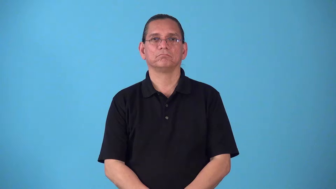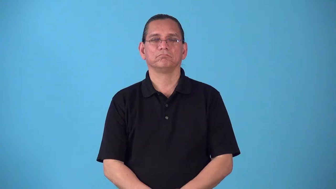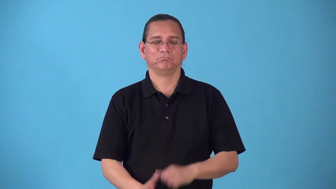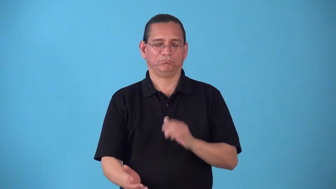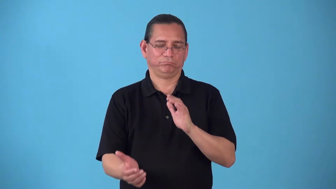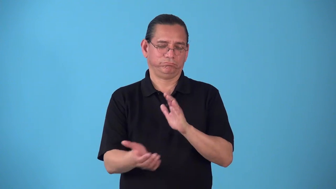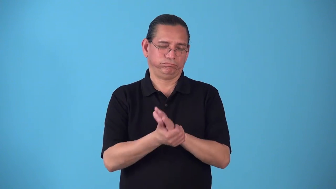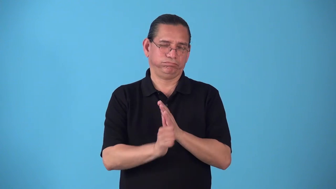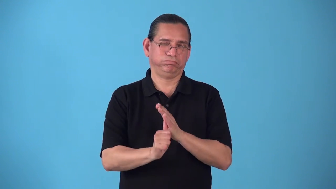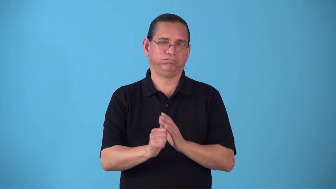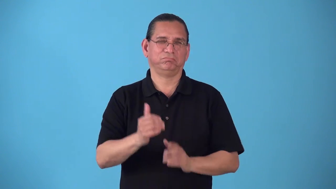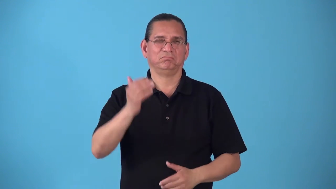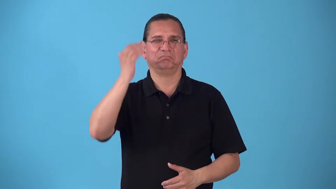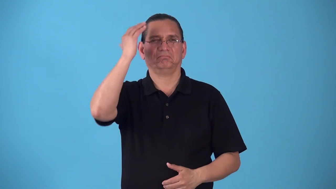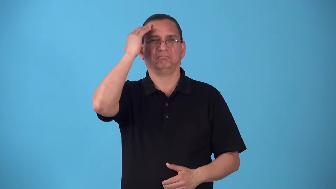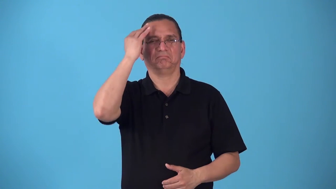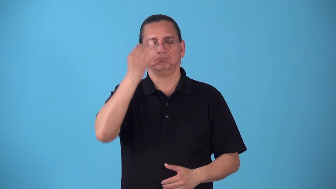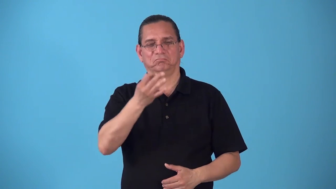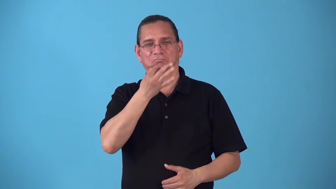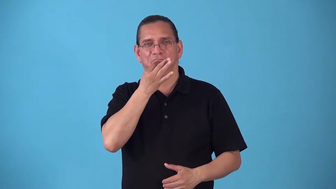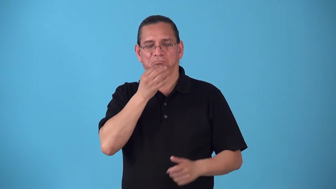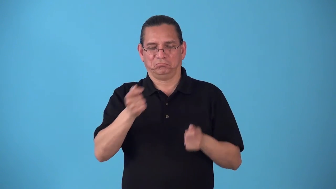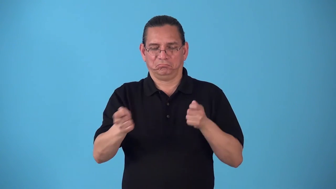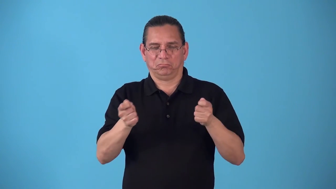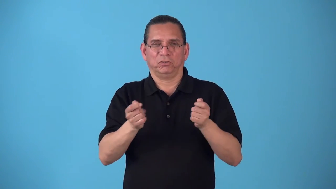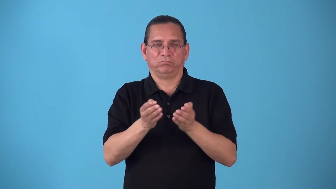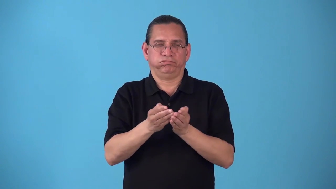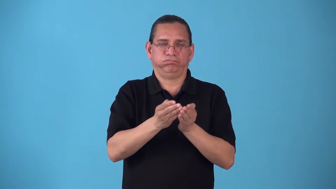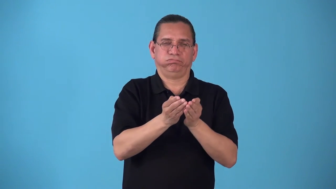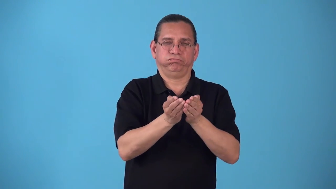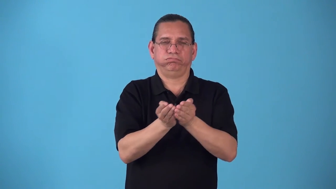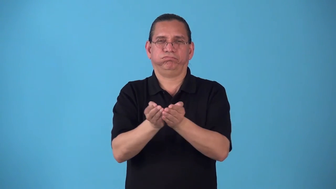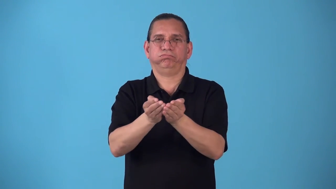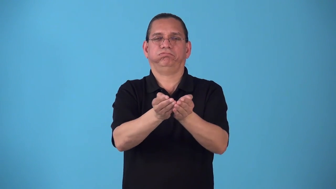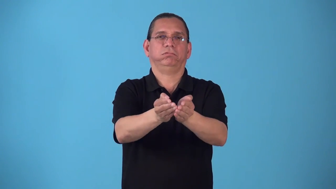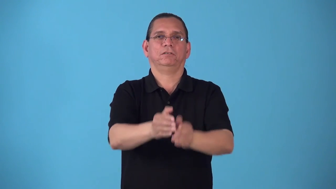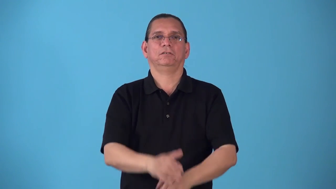seamanship